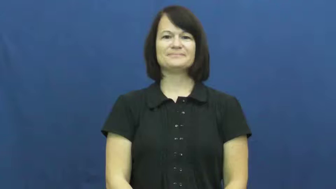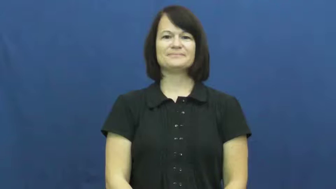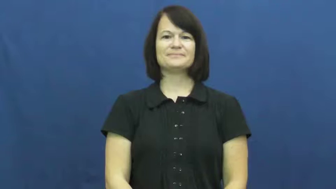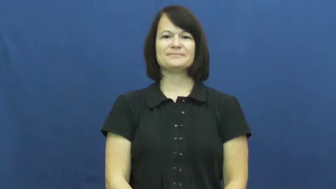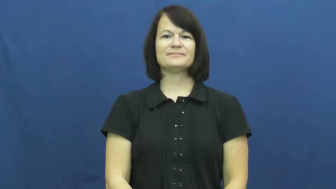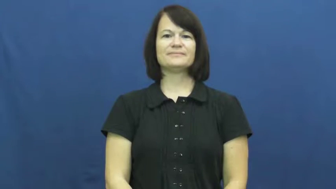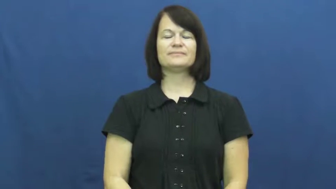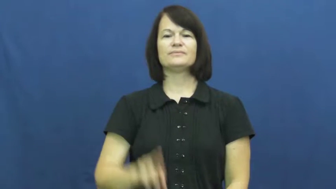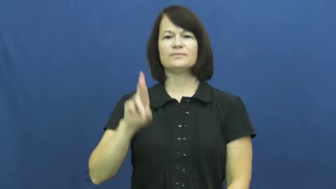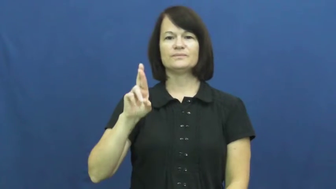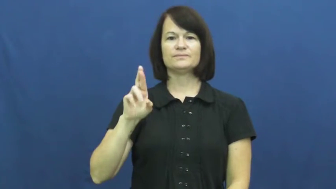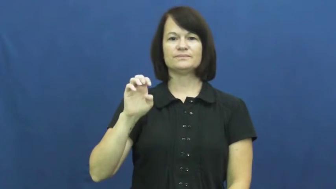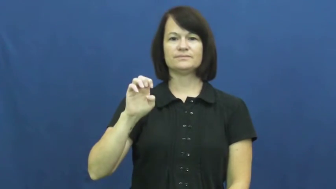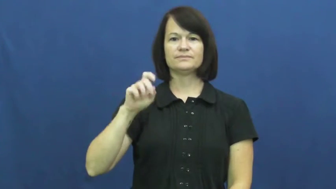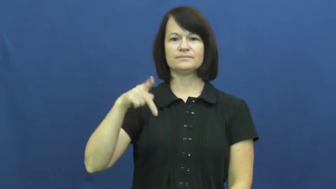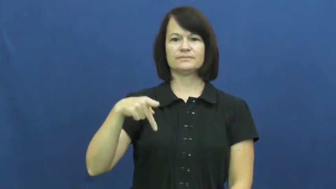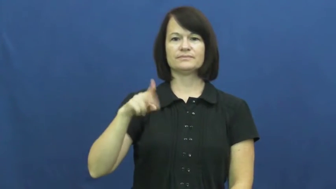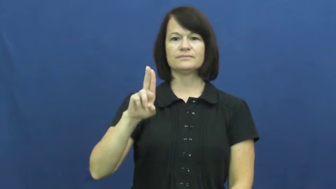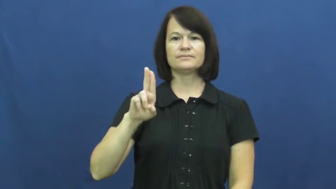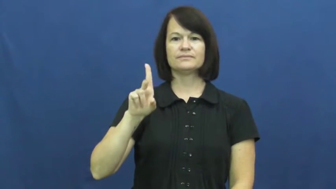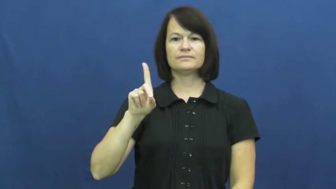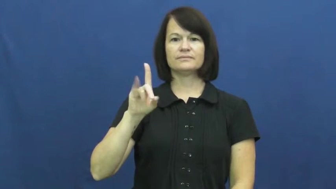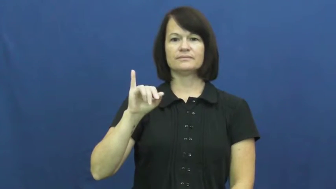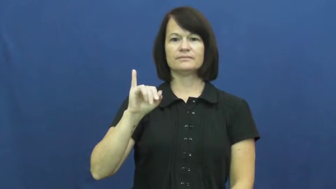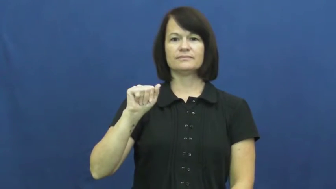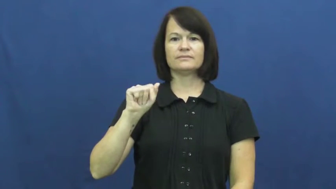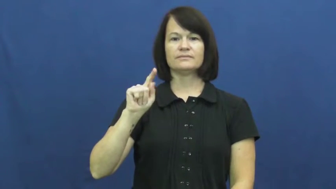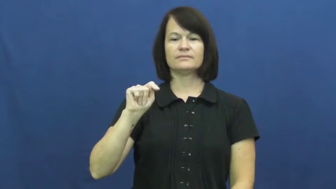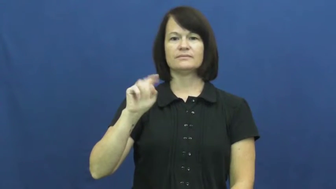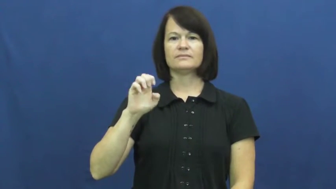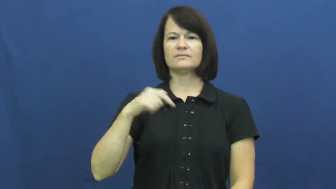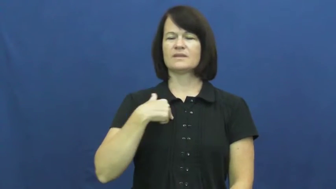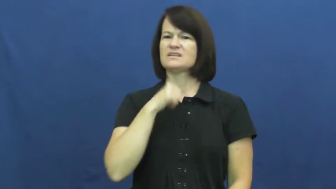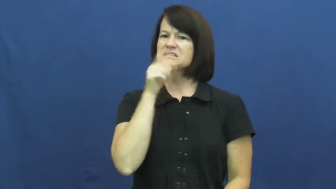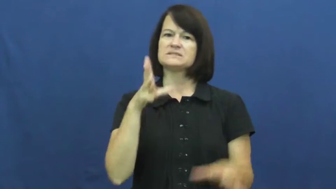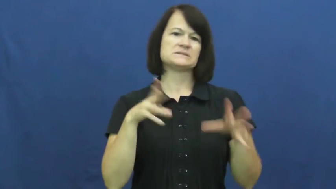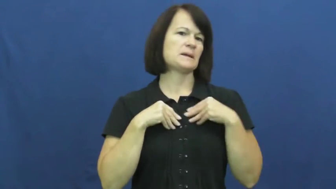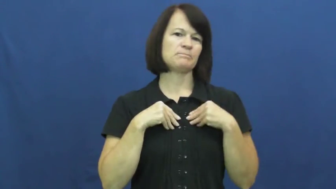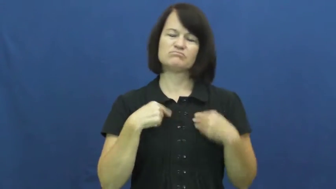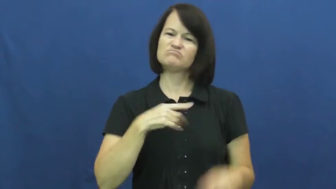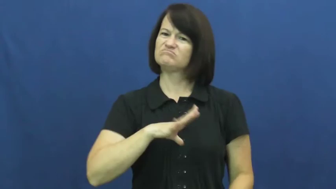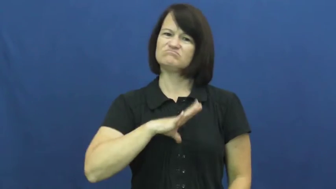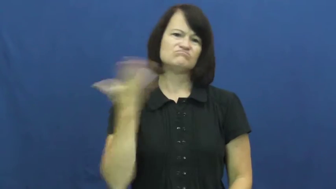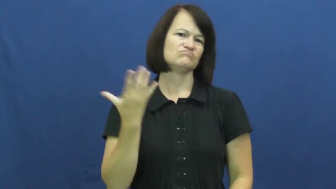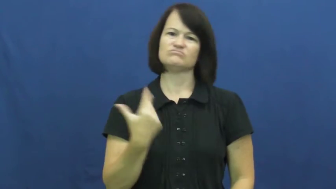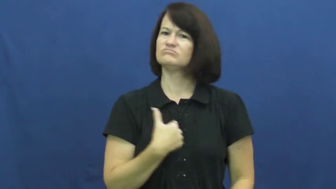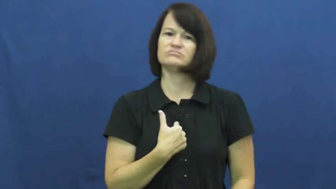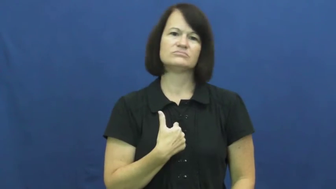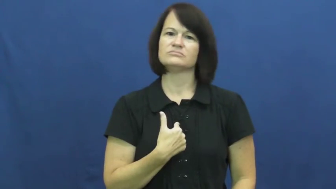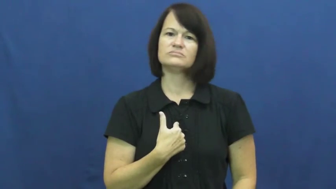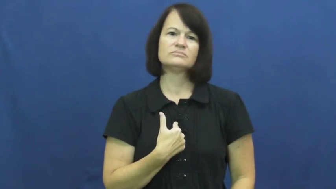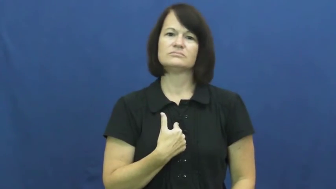repudiate